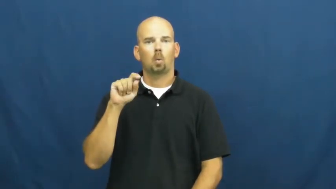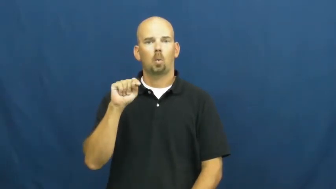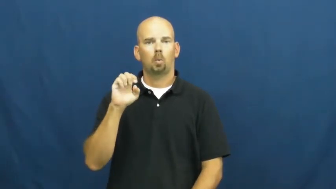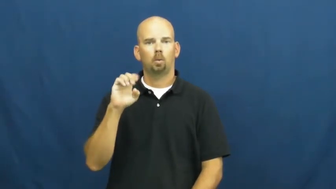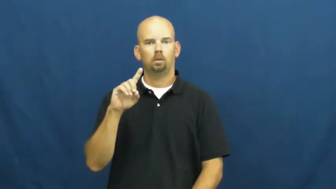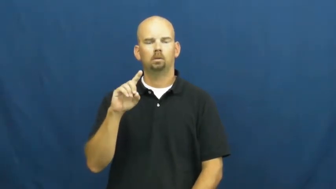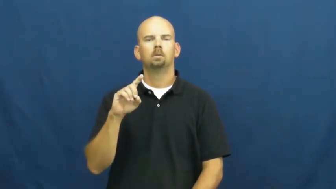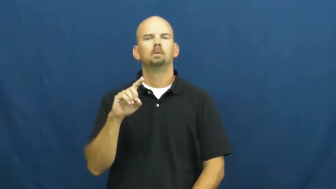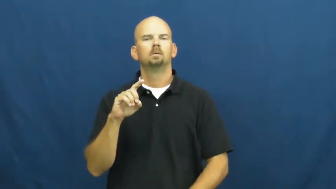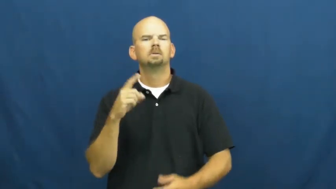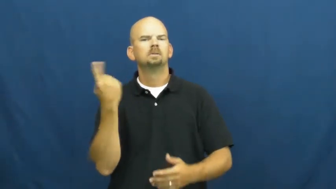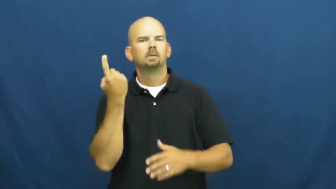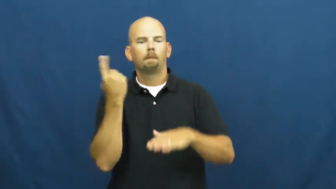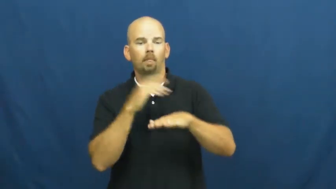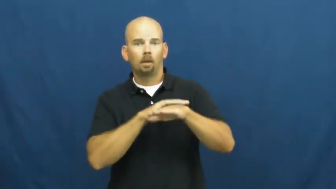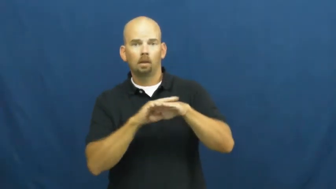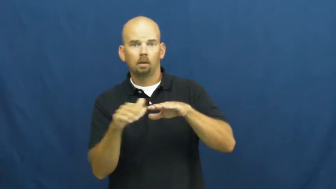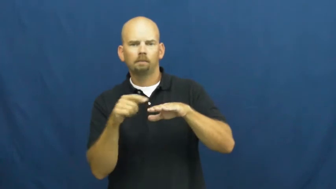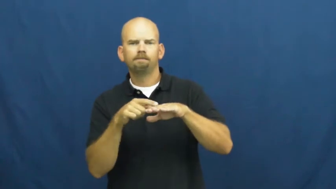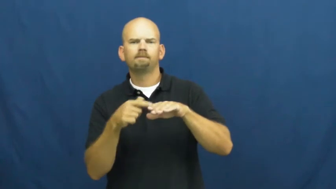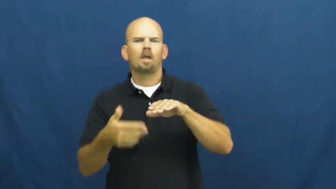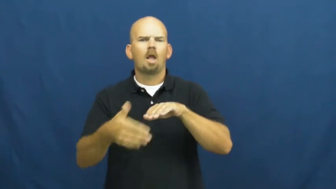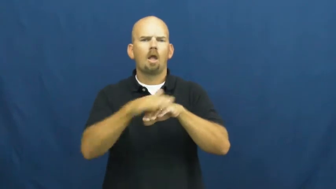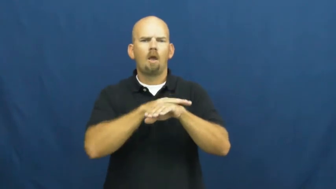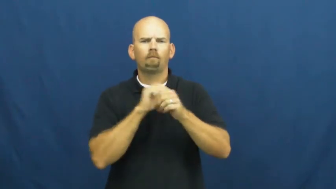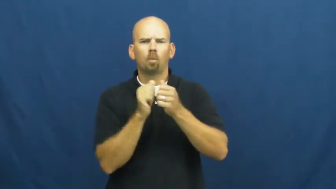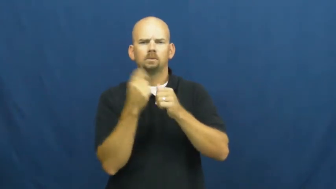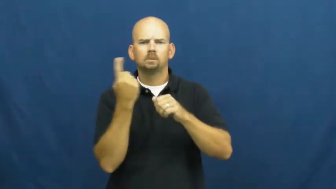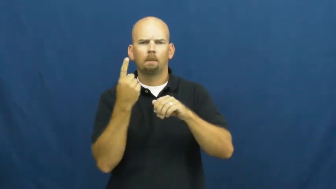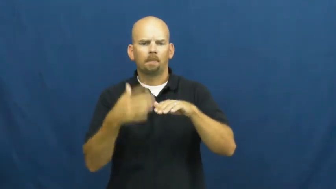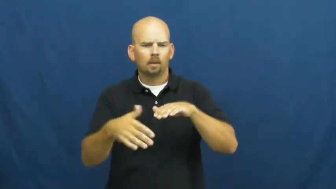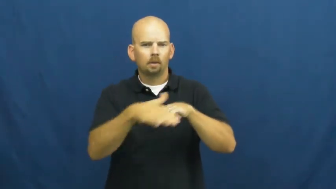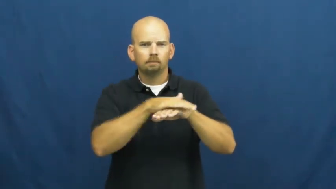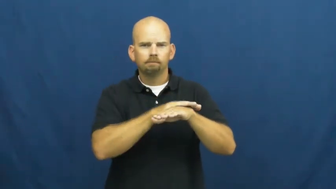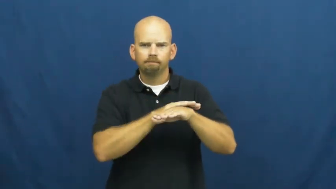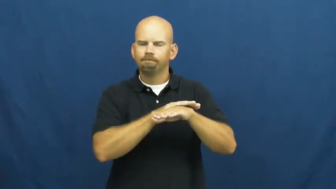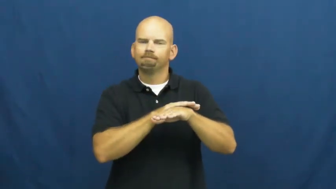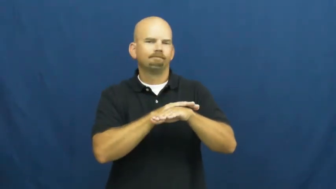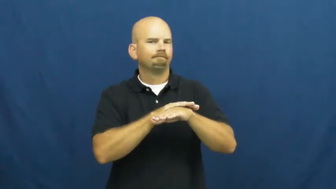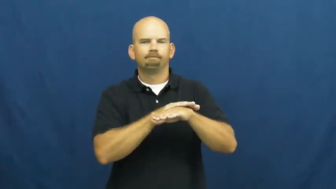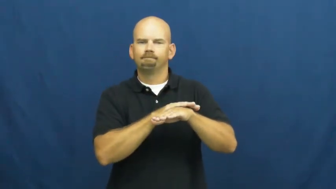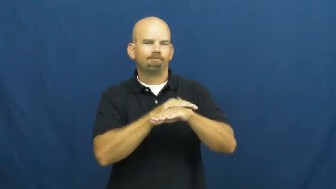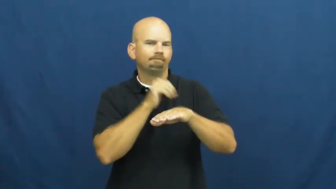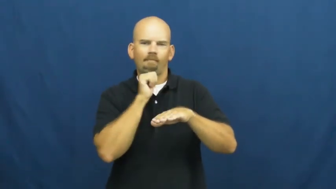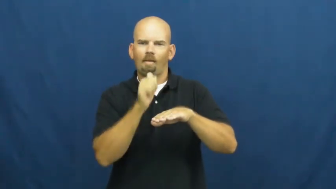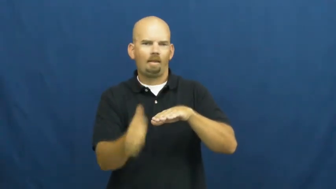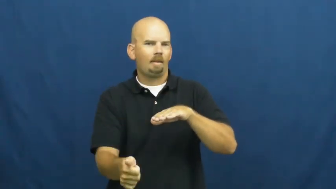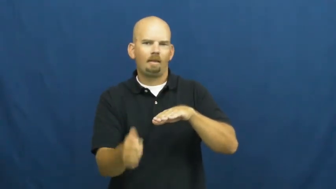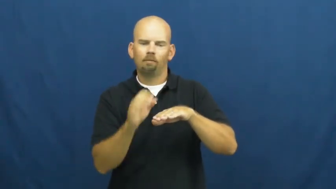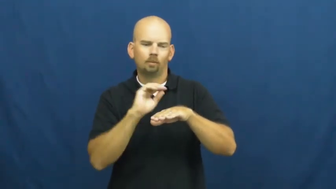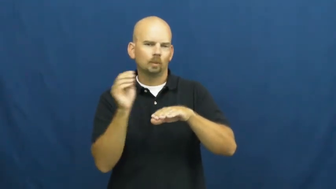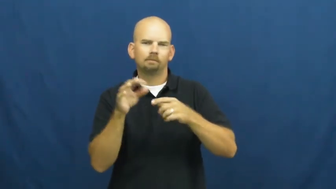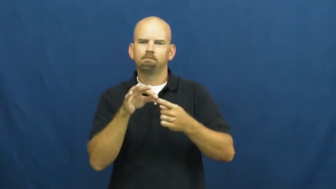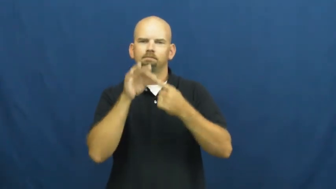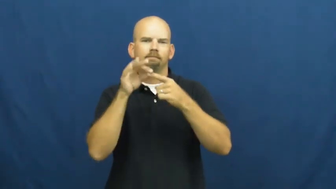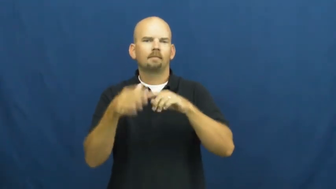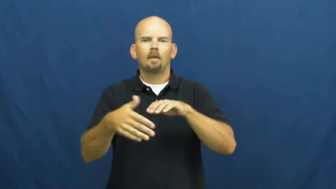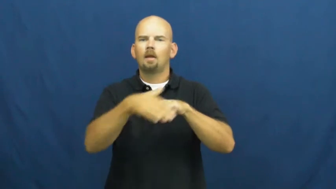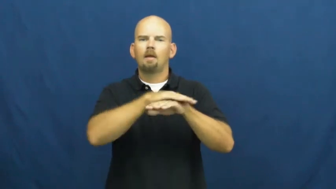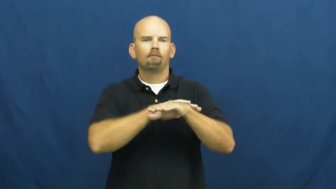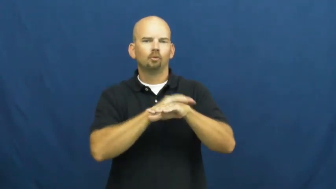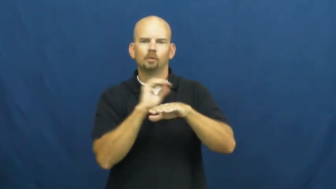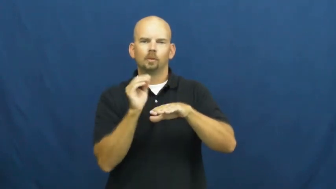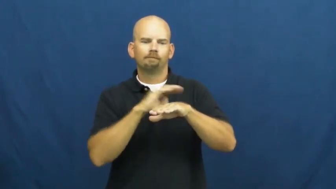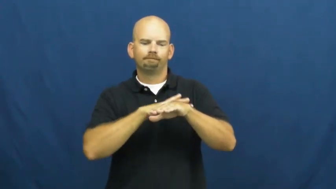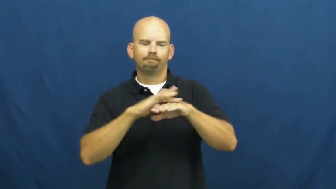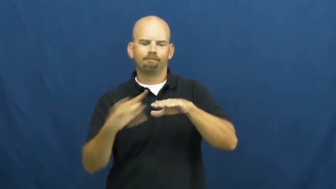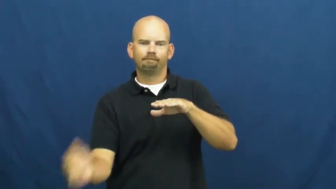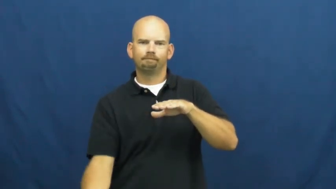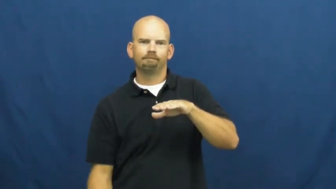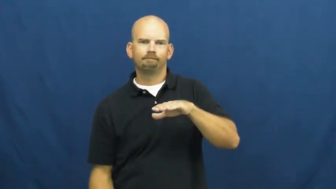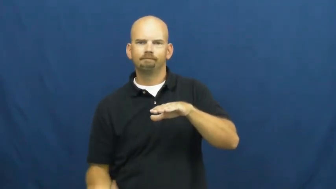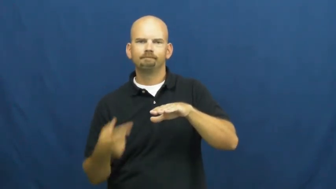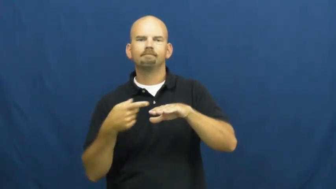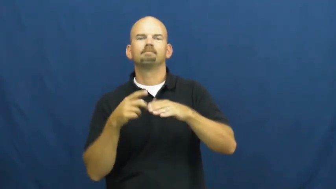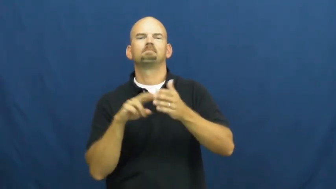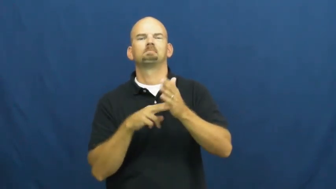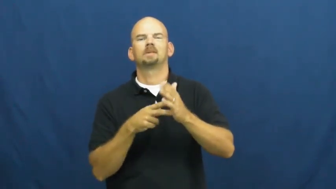uncoated